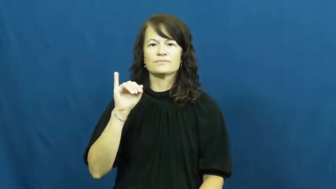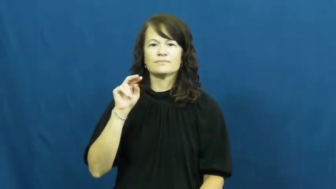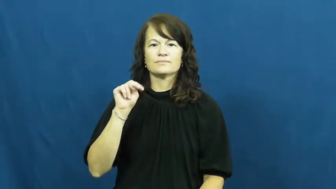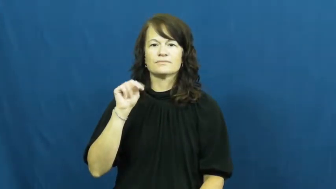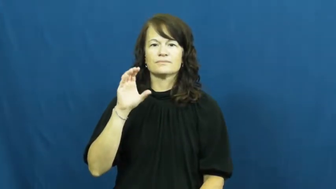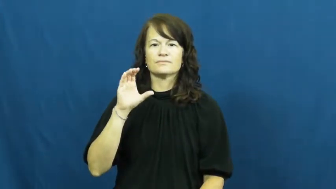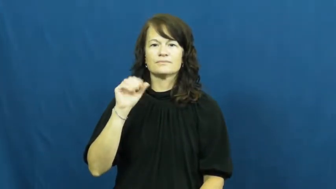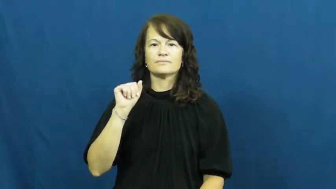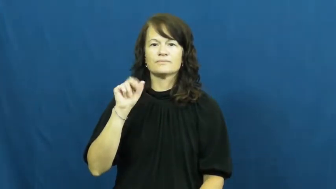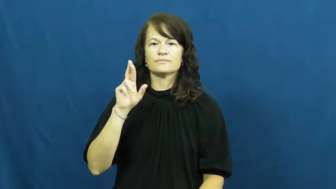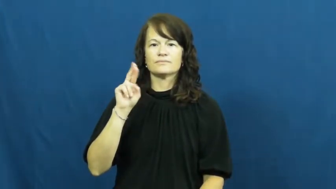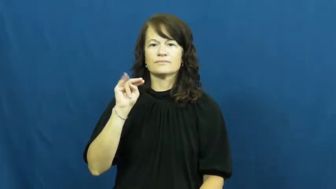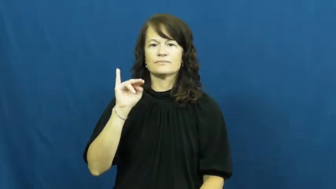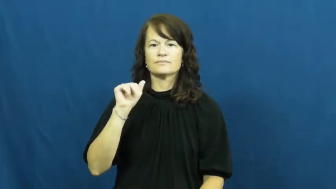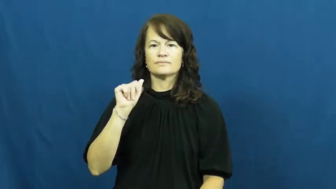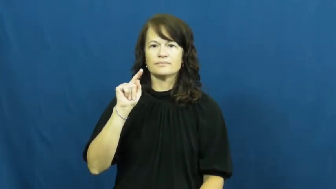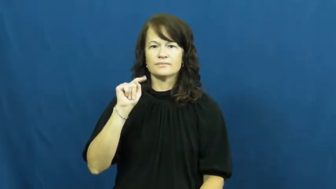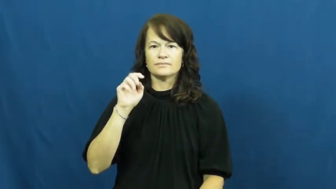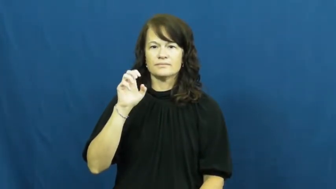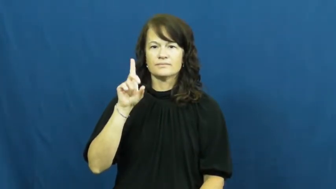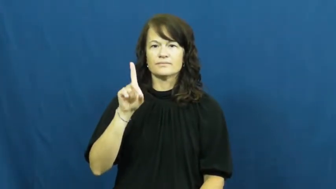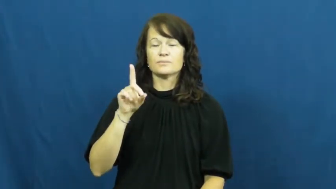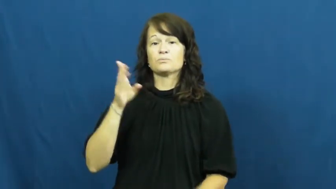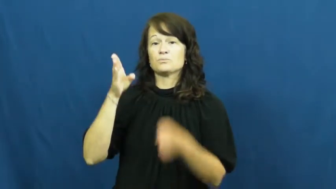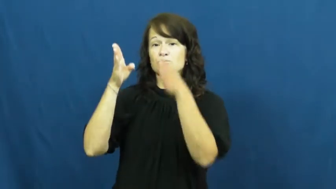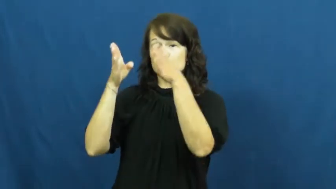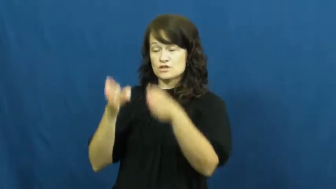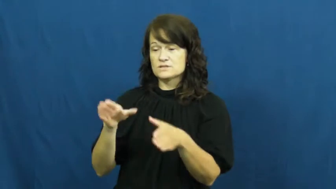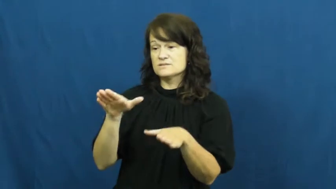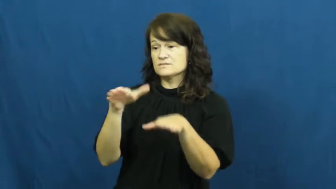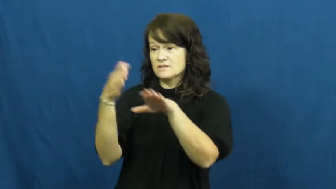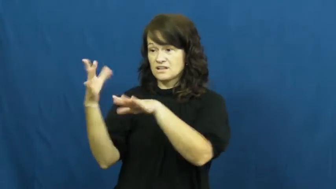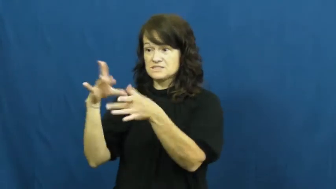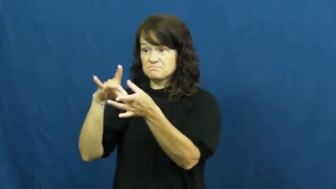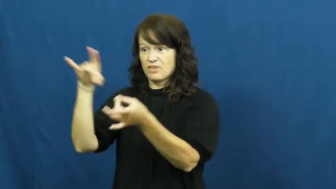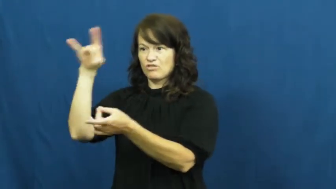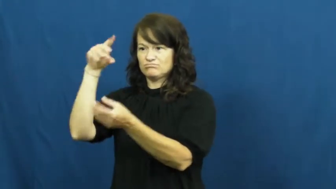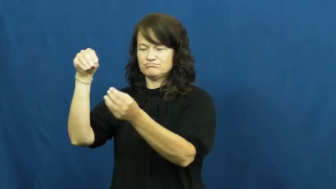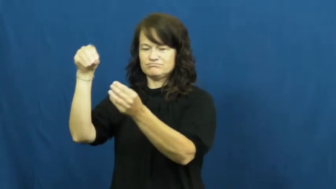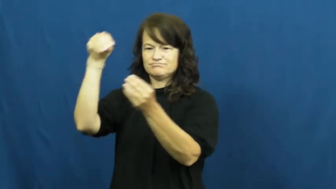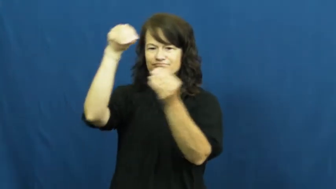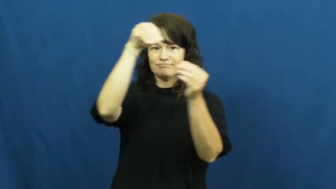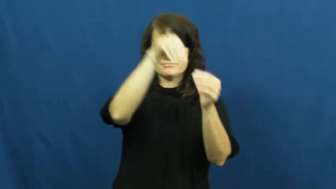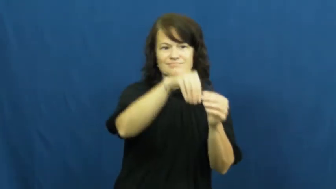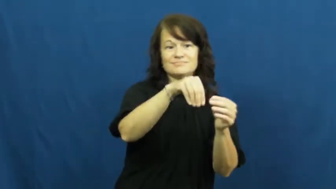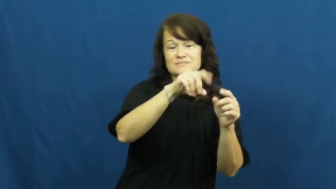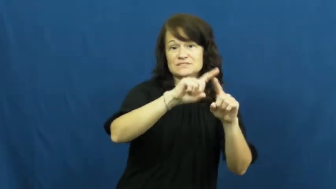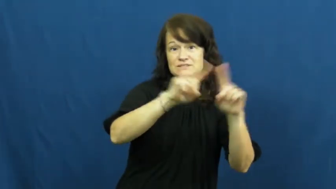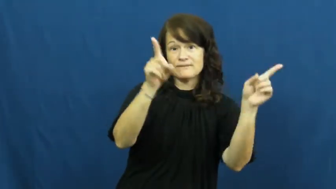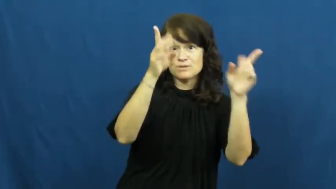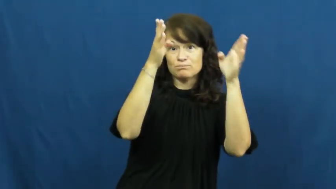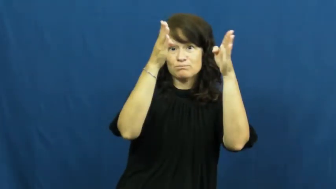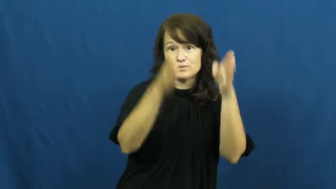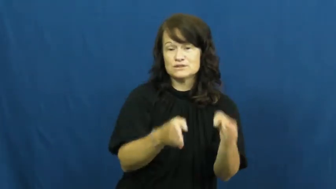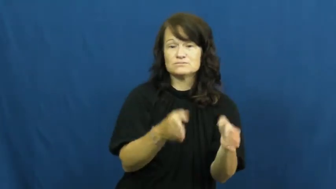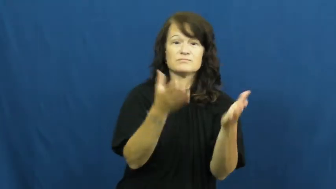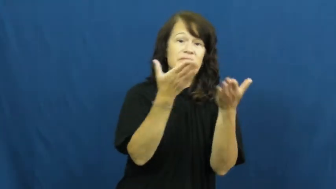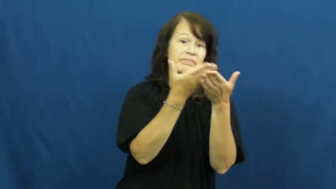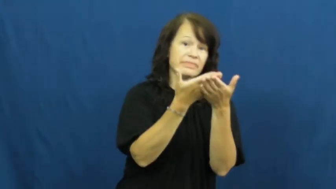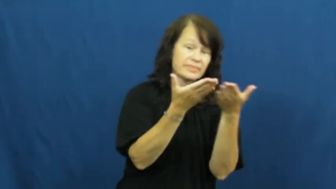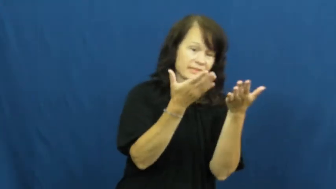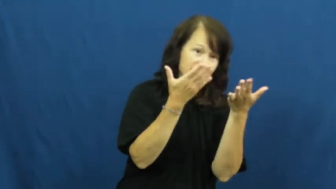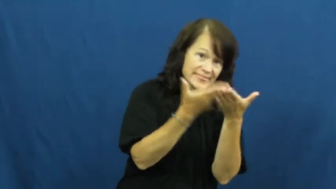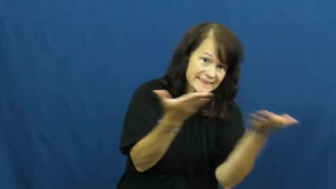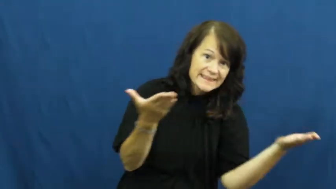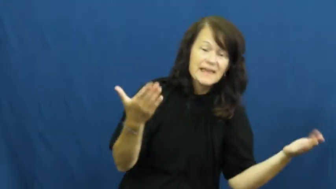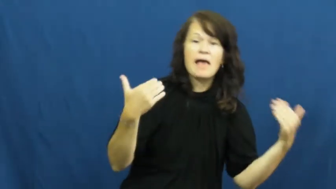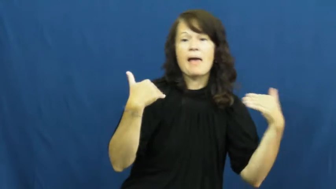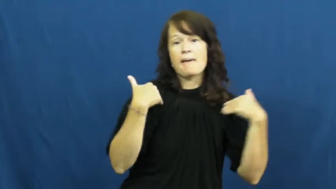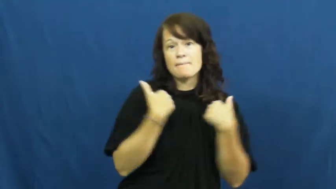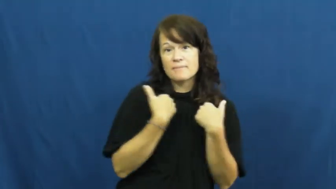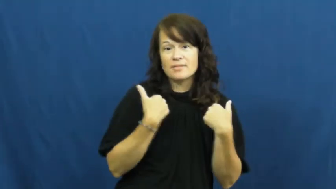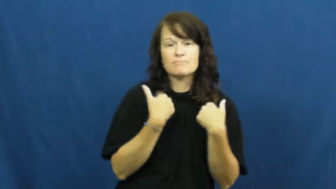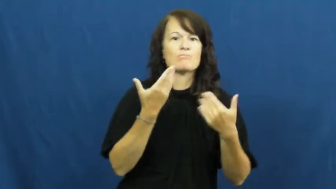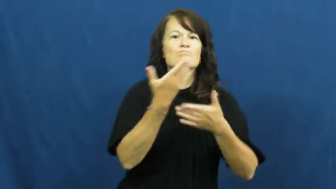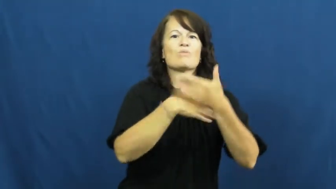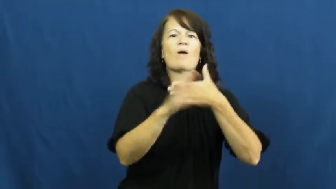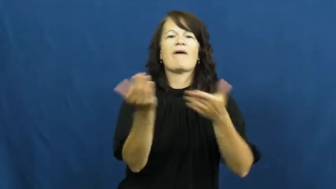reincarnated,revenant